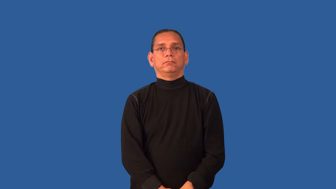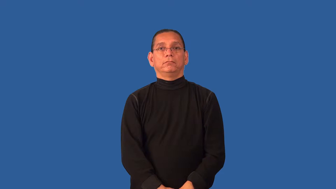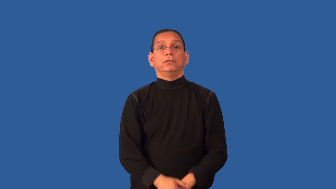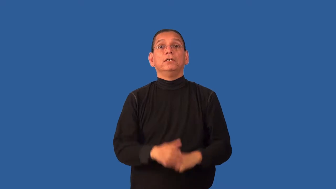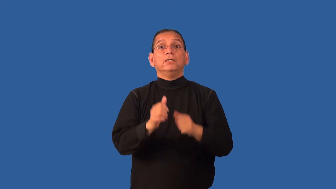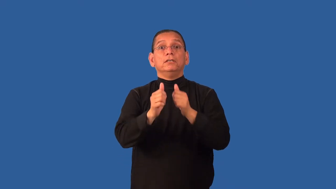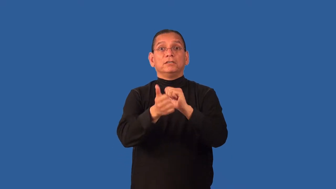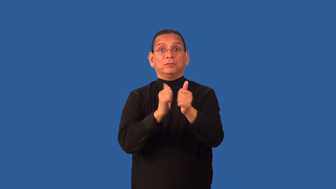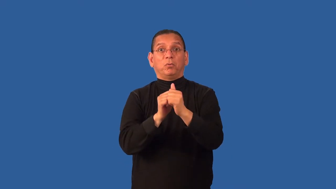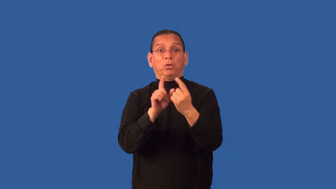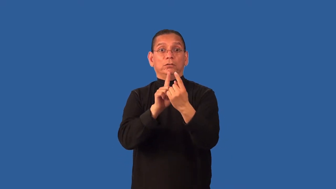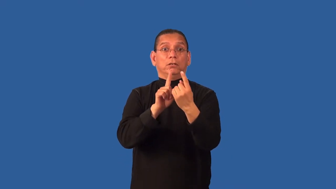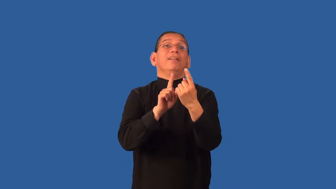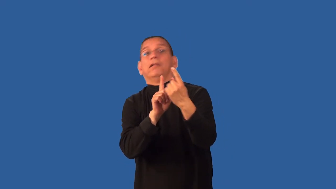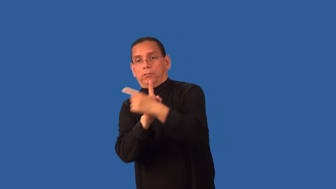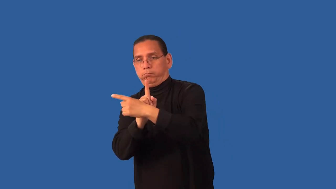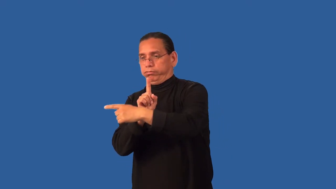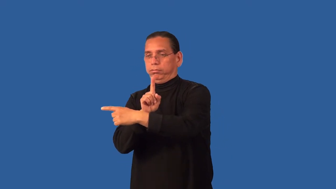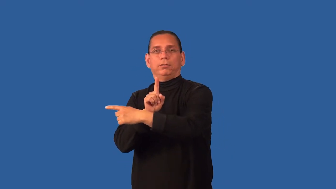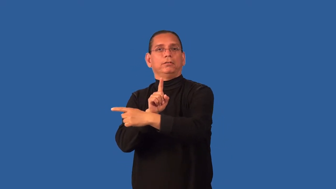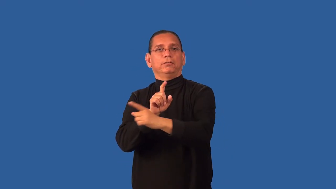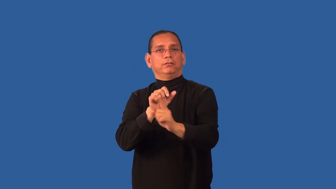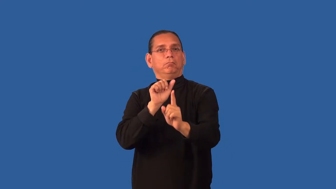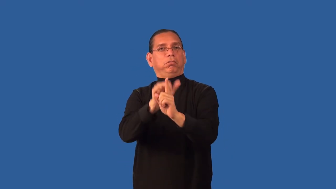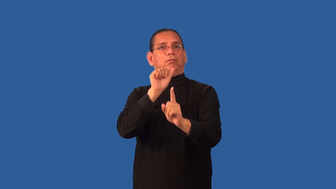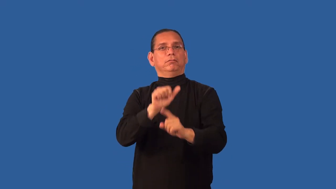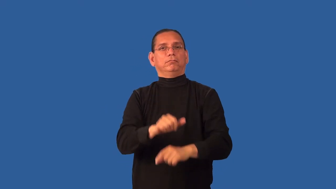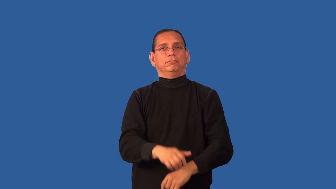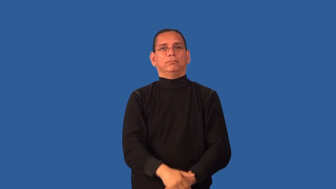deke